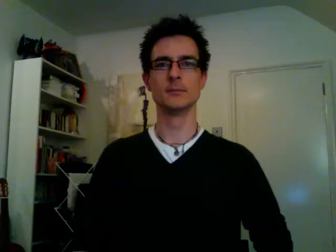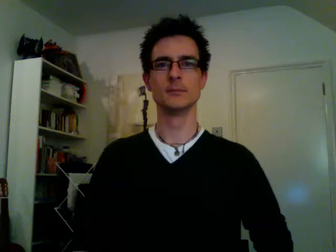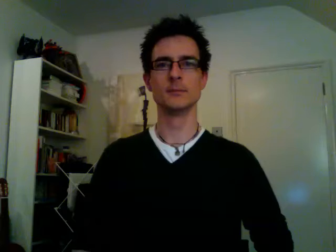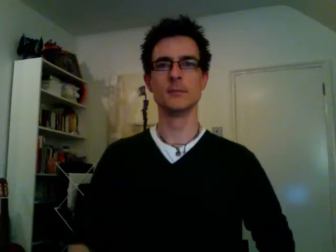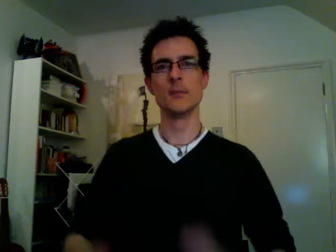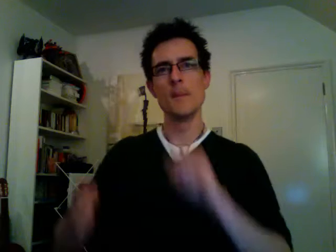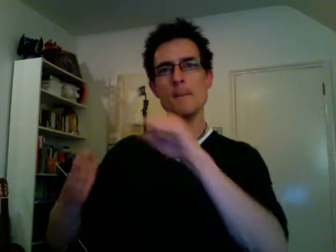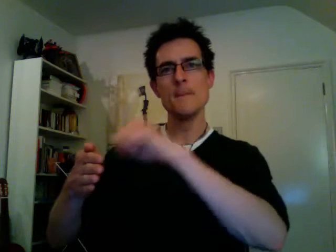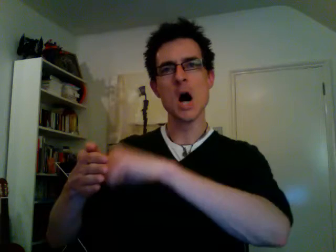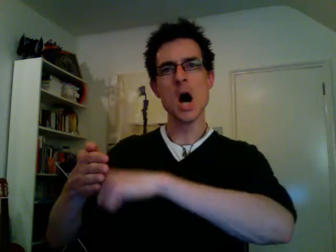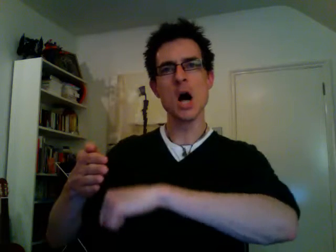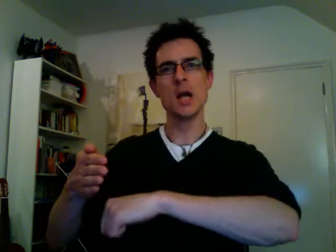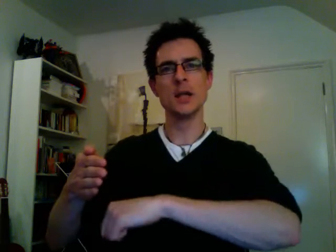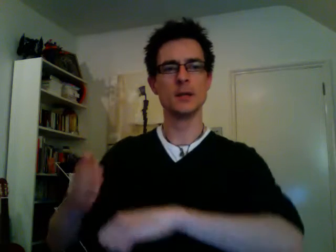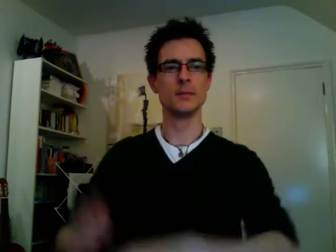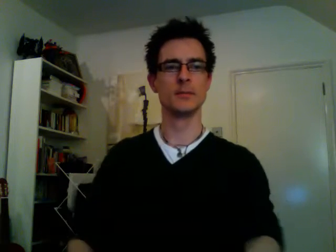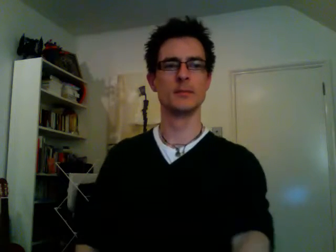buy